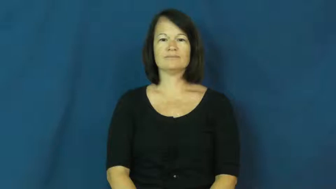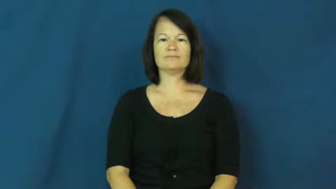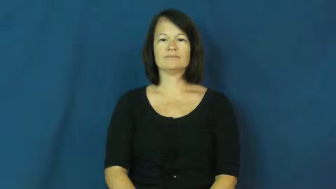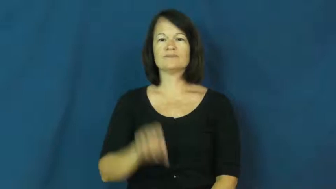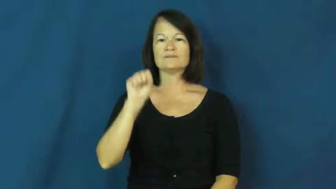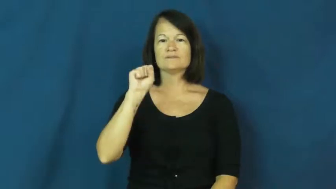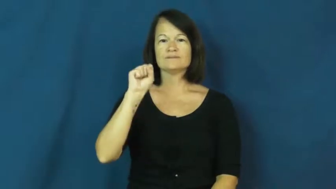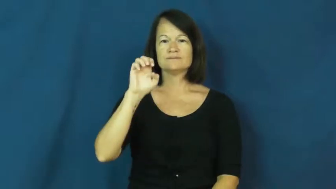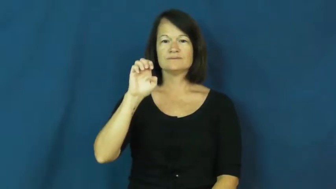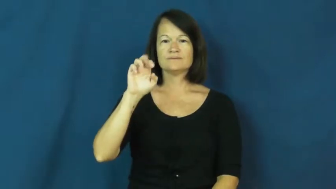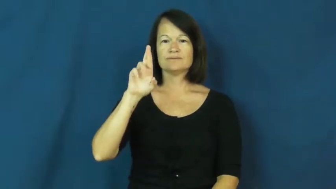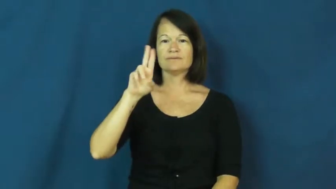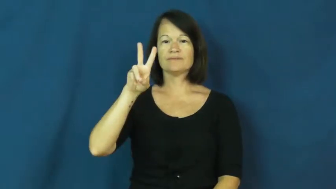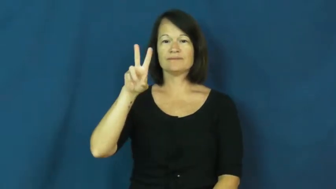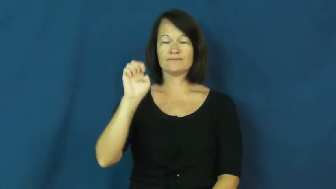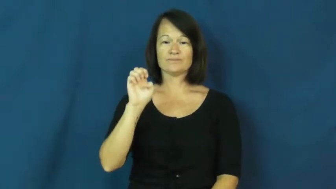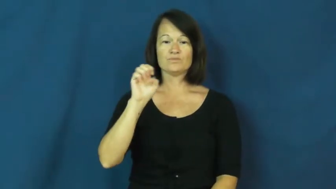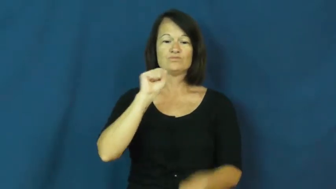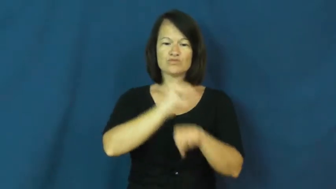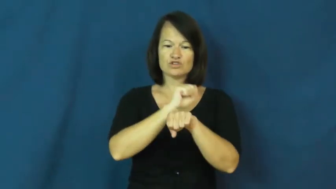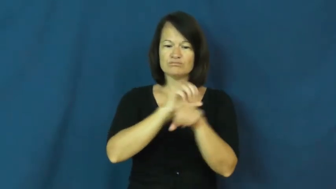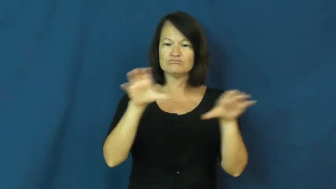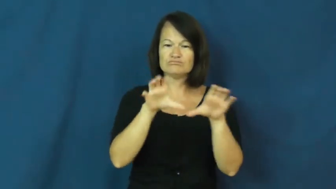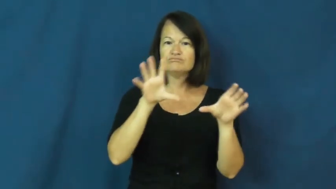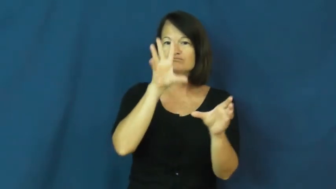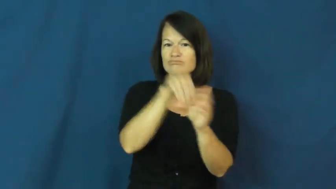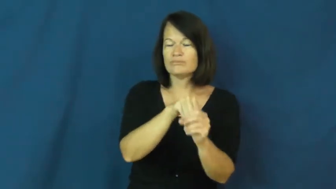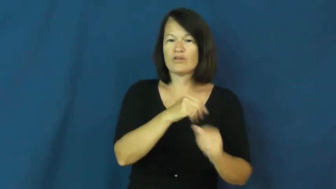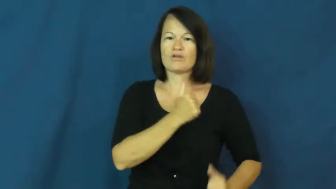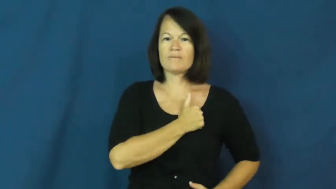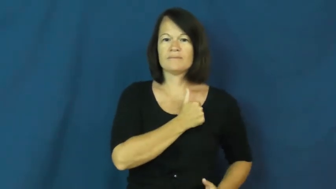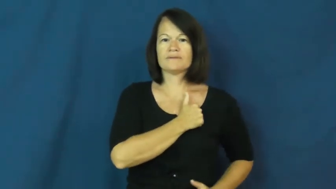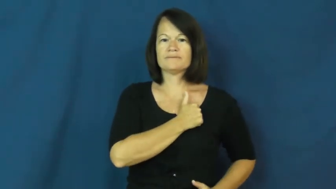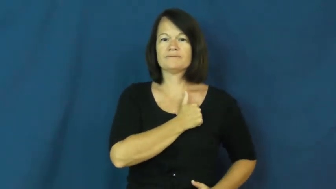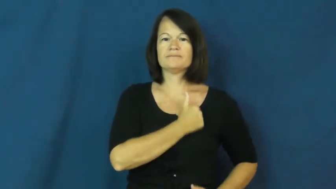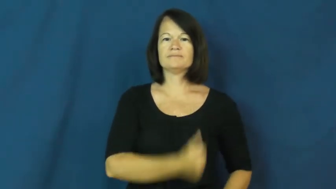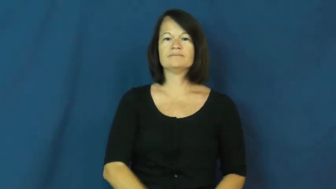serve-army